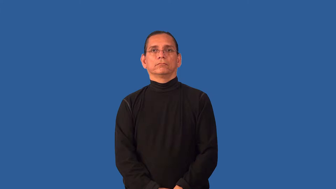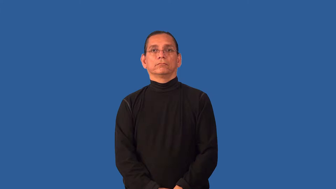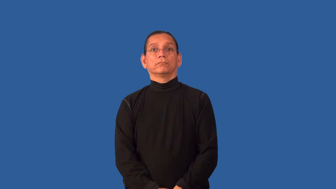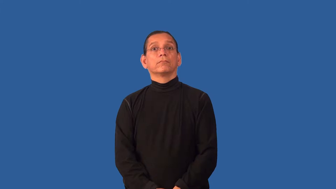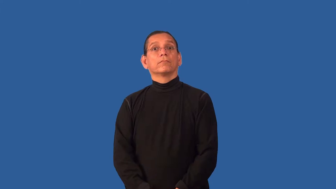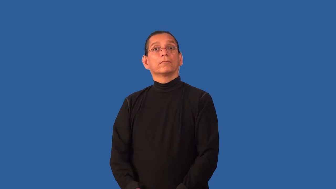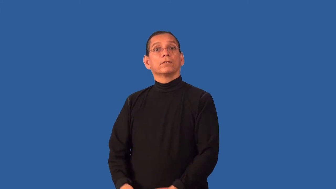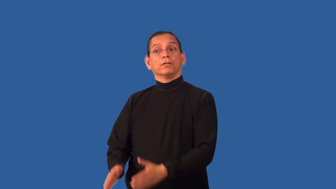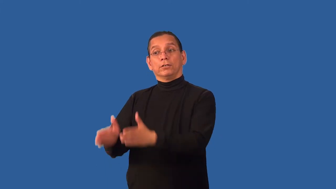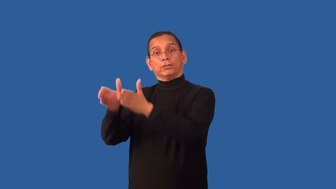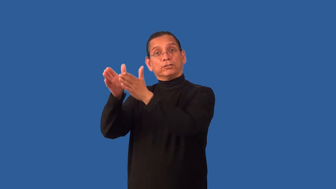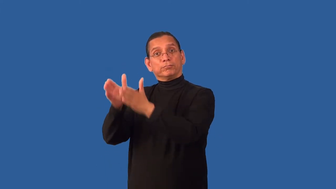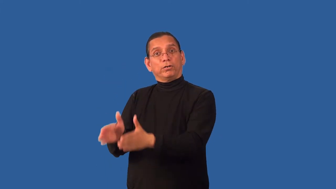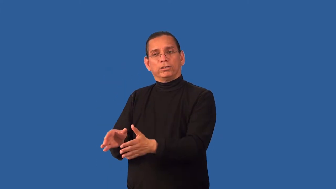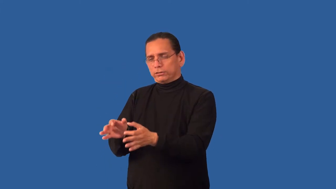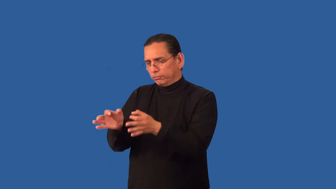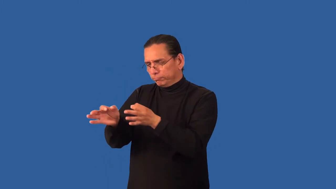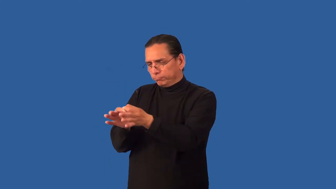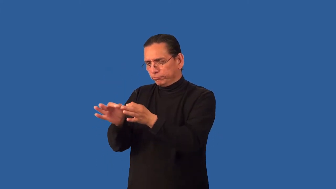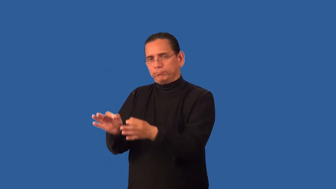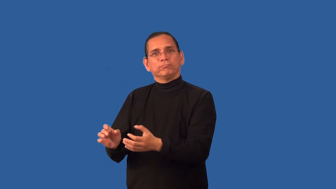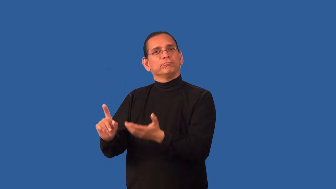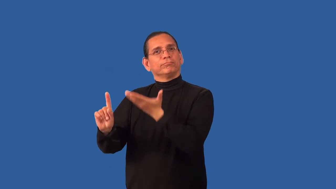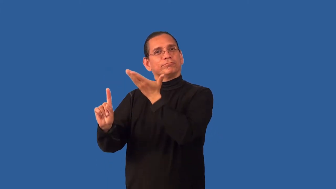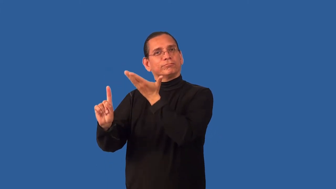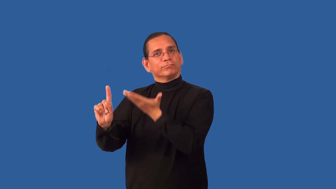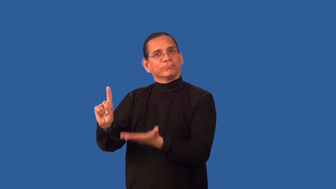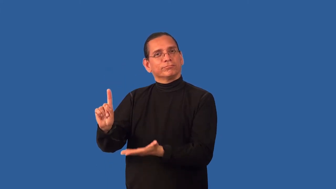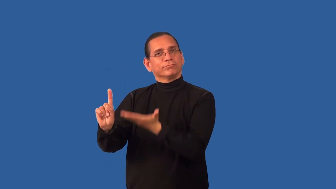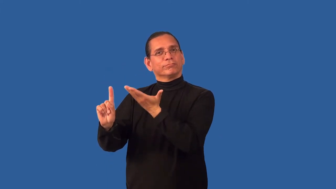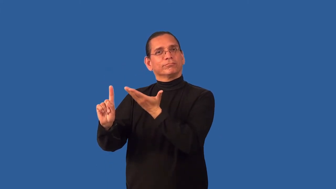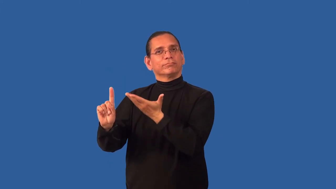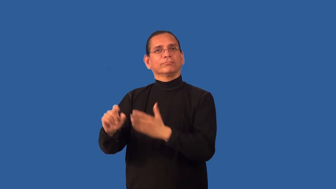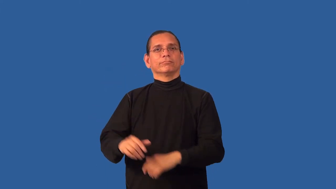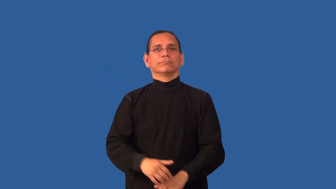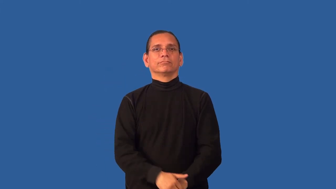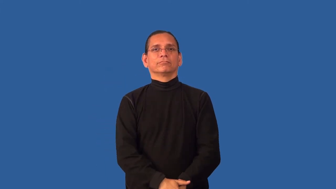characterize